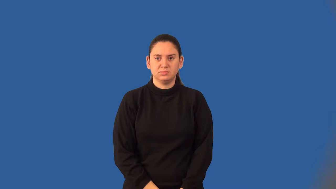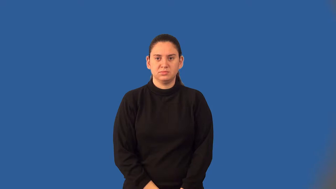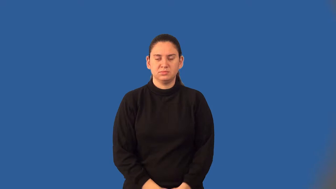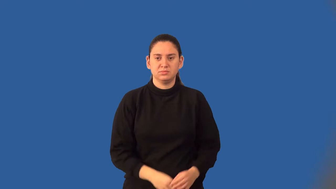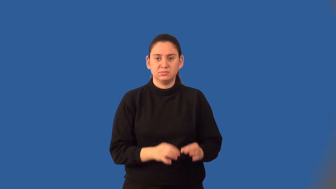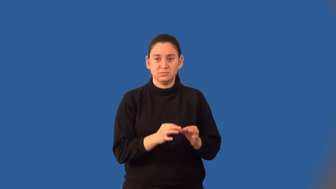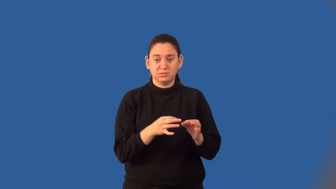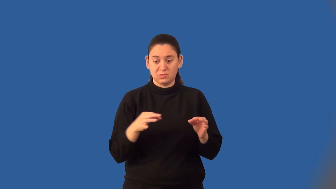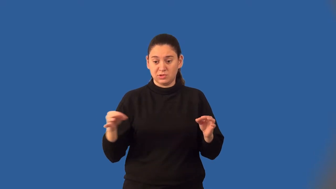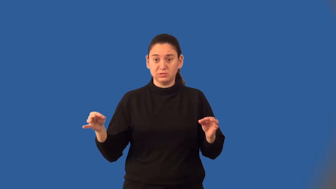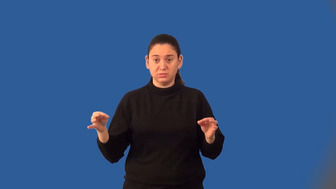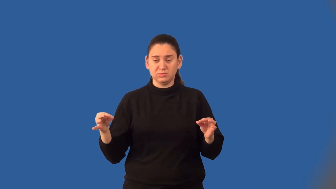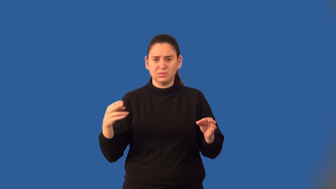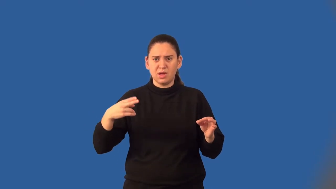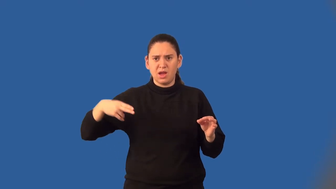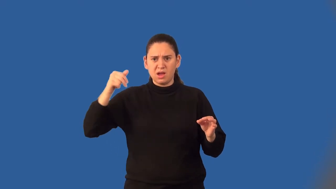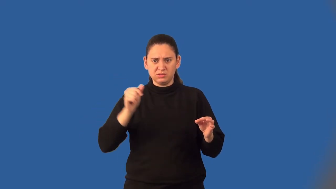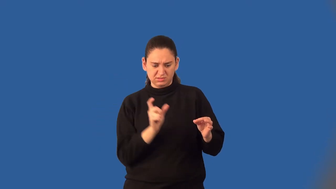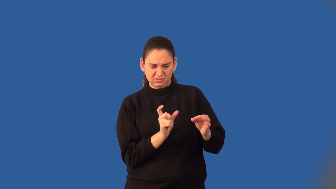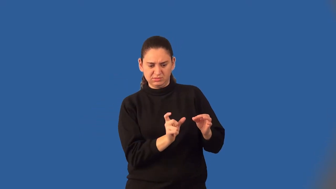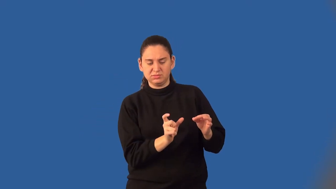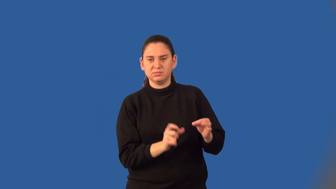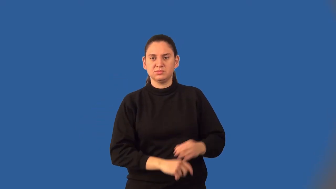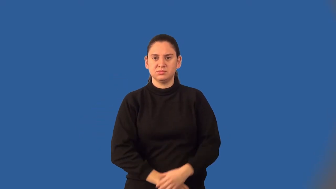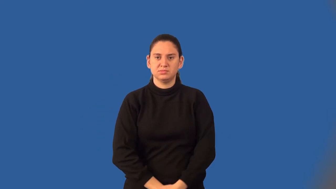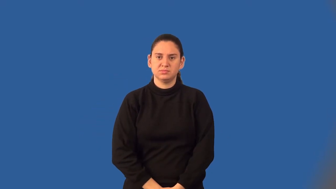leading coefficient